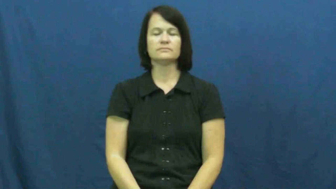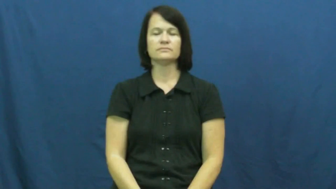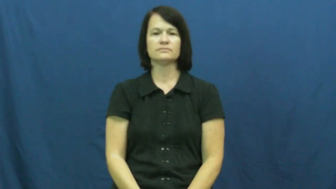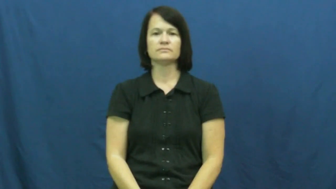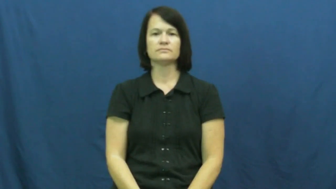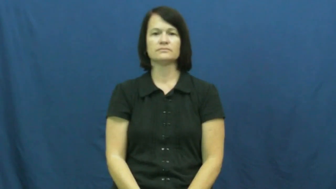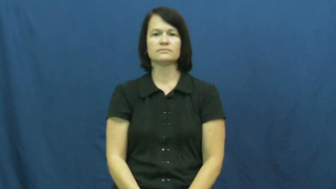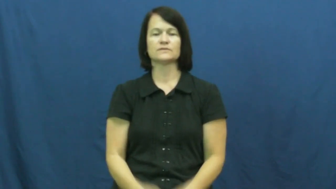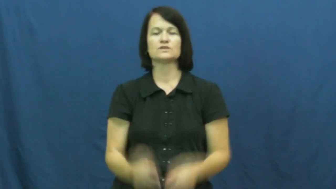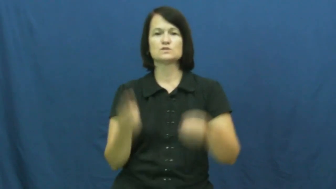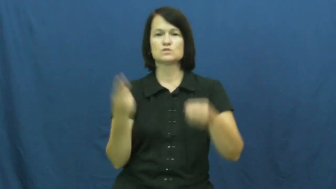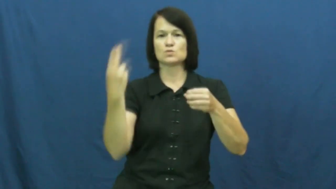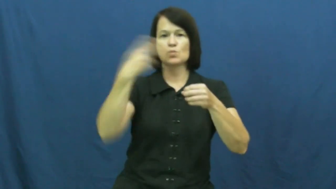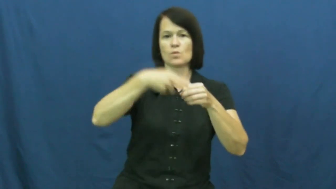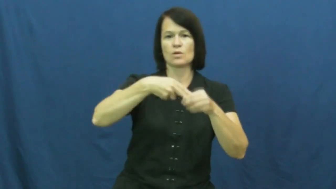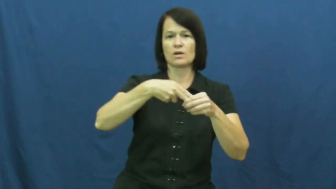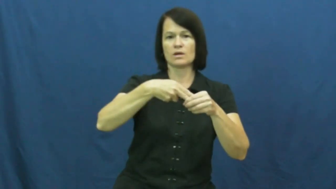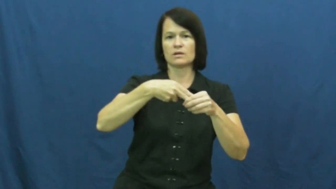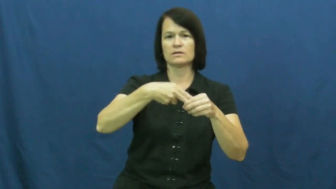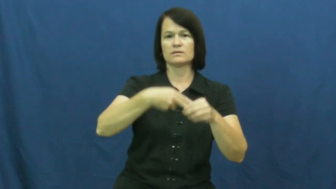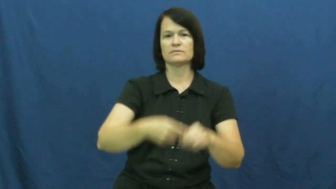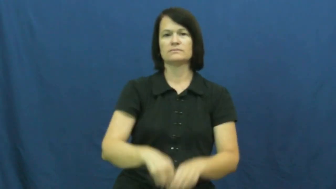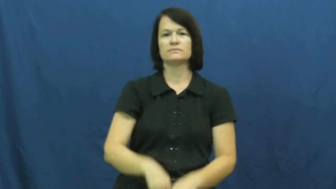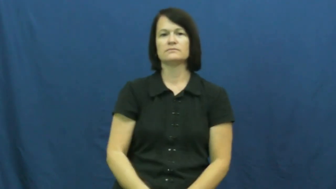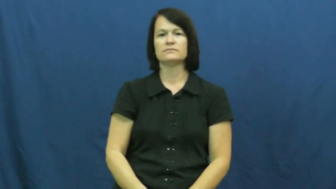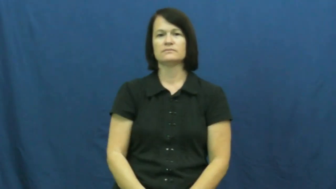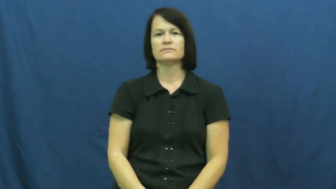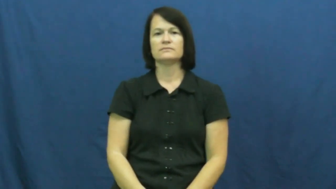graft-tree,bone